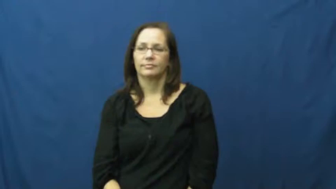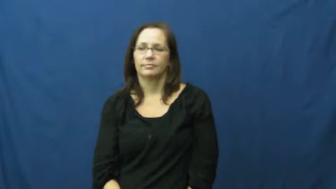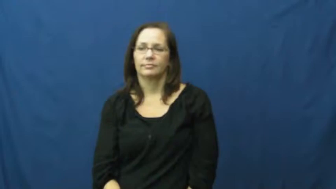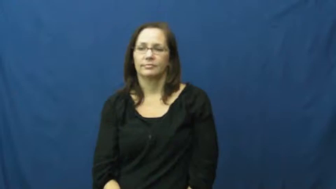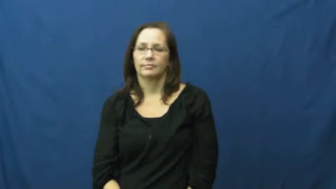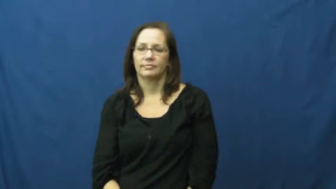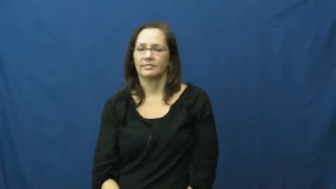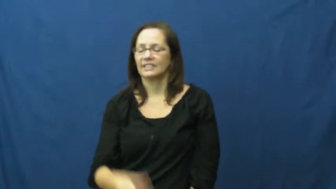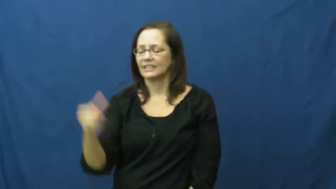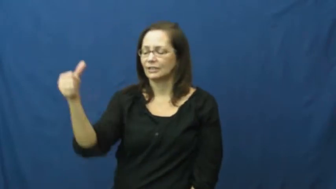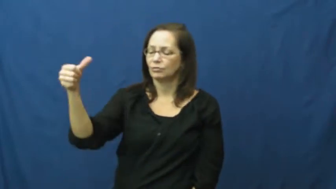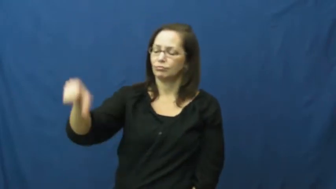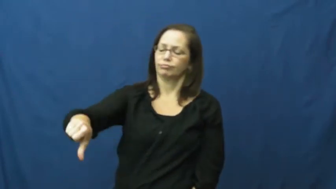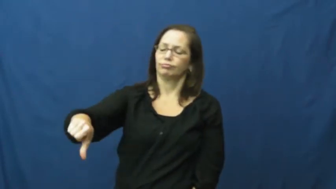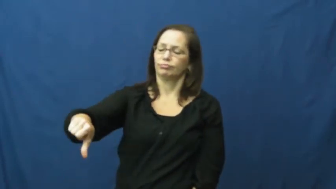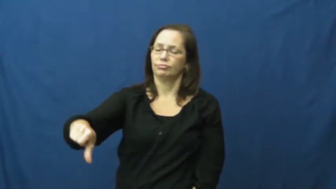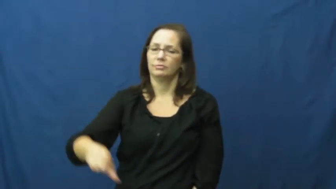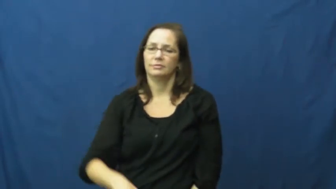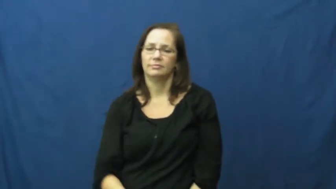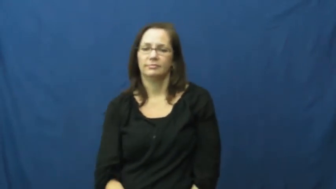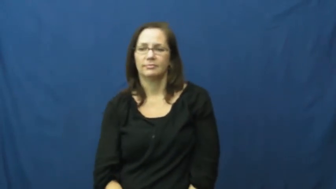decline,pass,pass on,pass up,turn down,thumbs down,unfriend,pan,pah,bah,nix